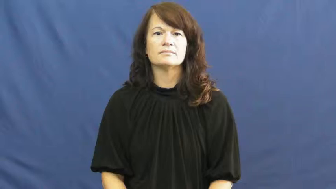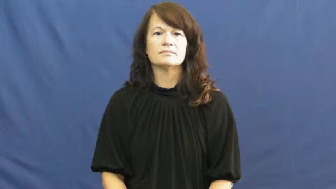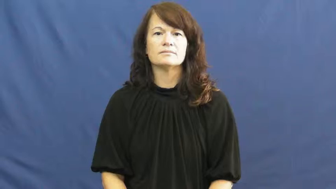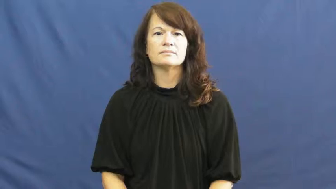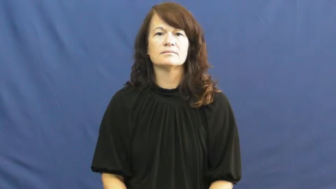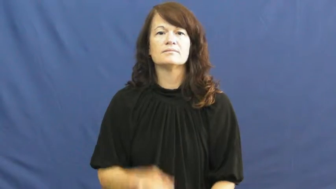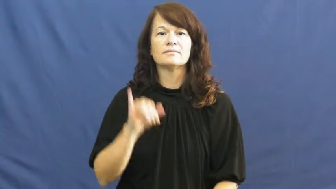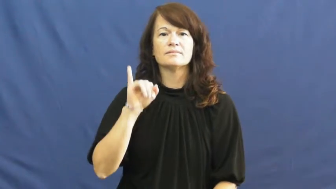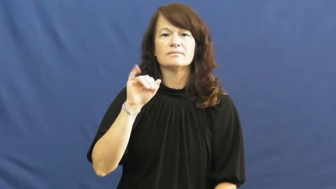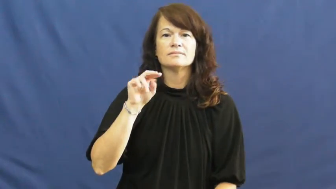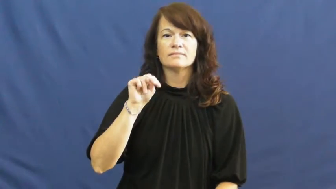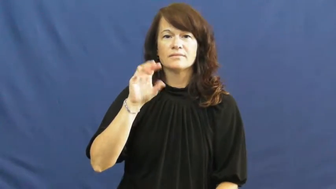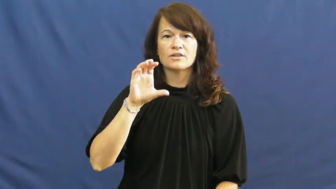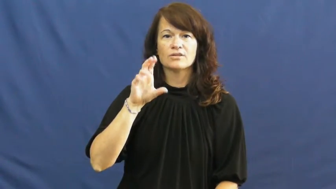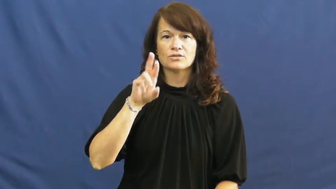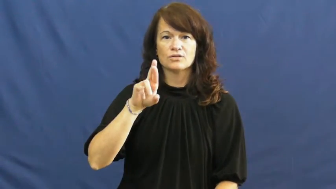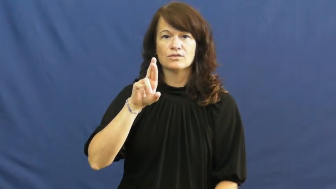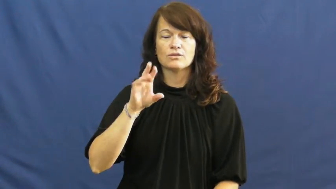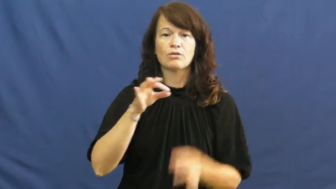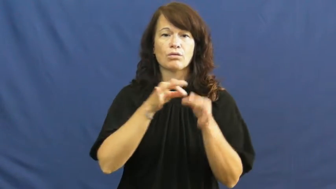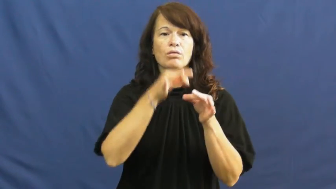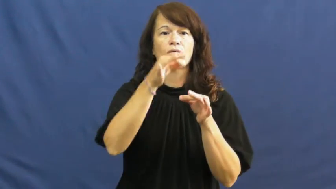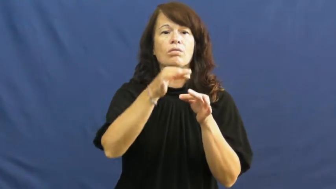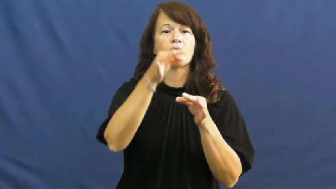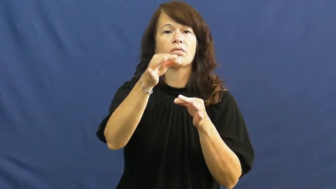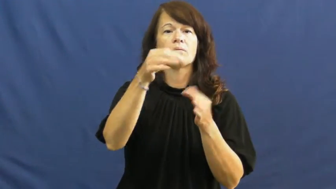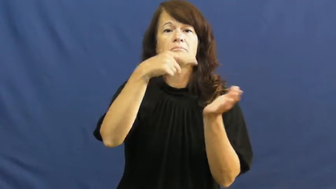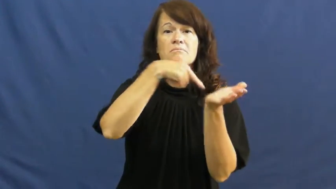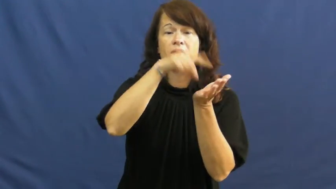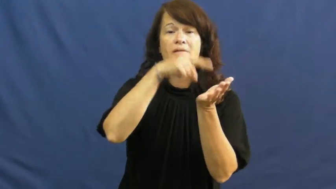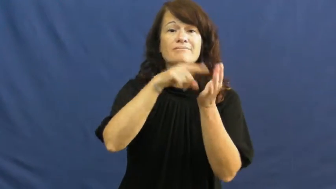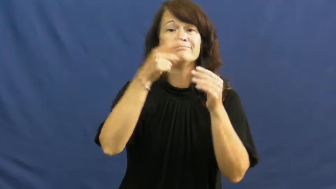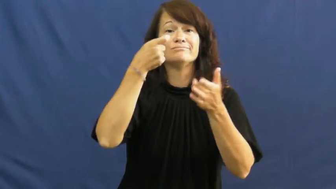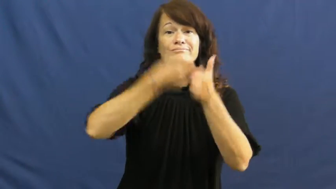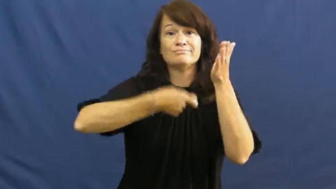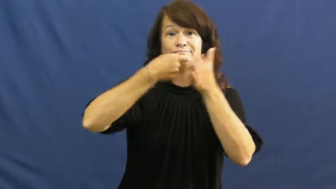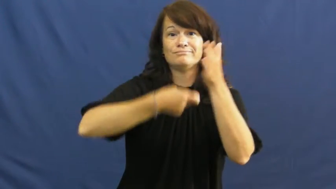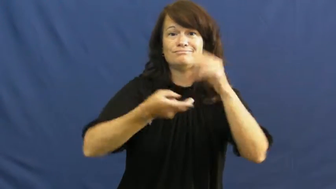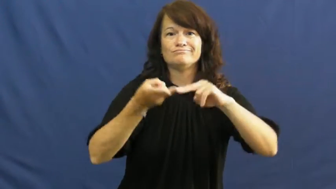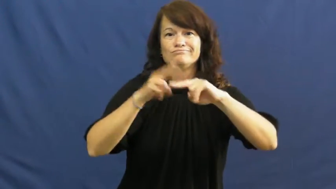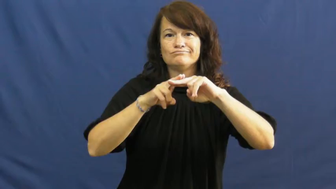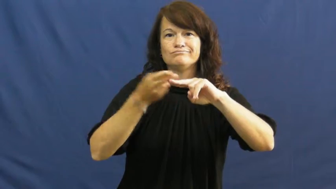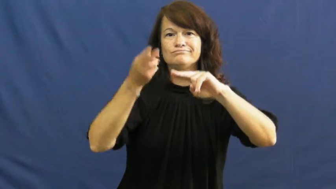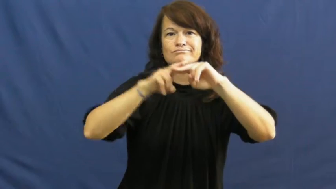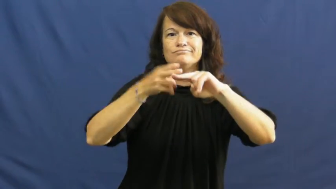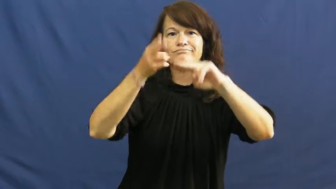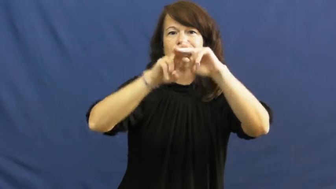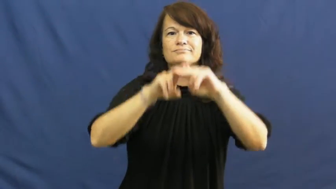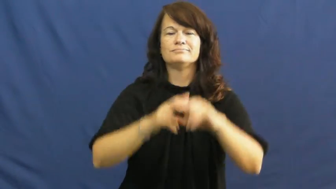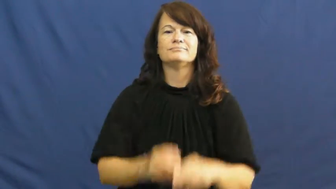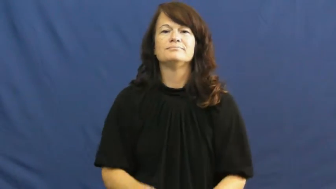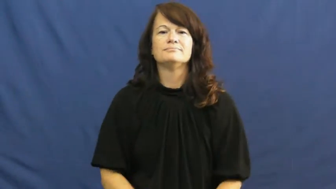incur-cost